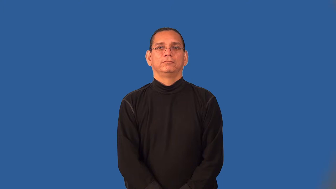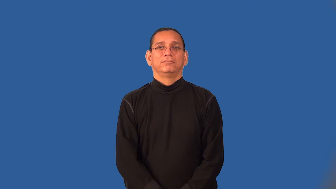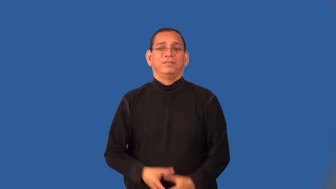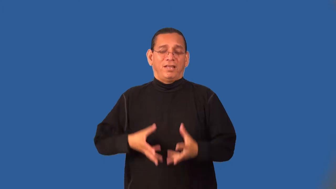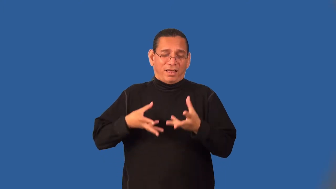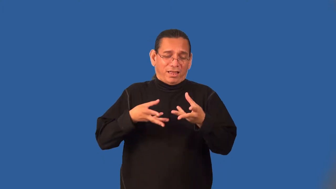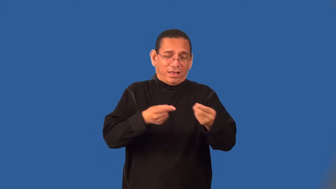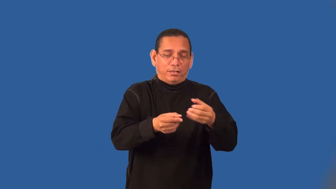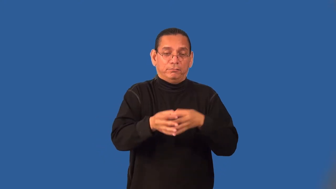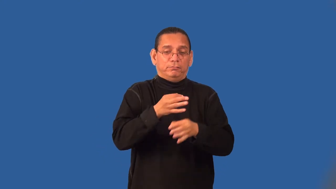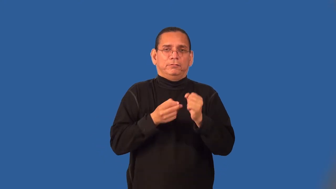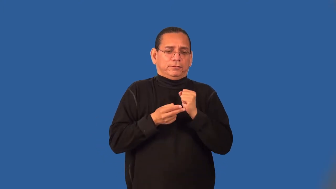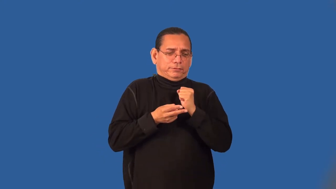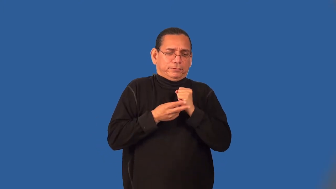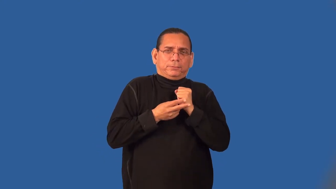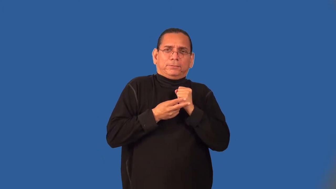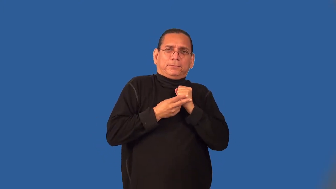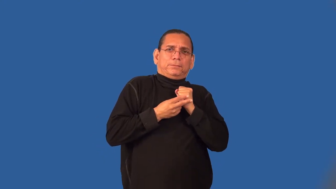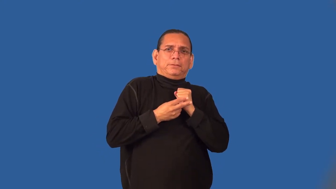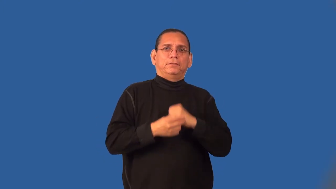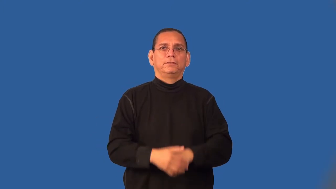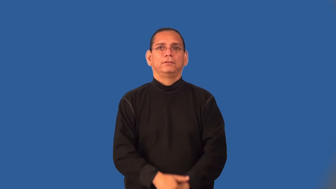scrimp